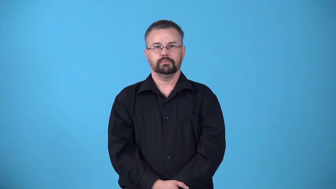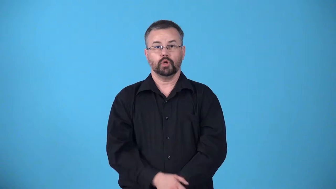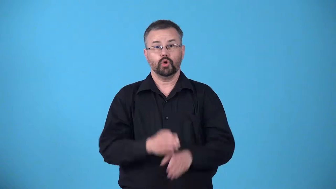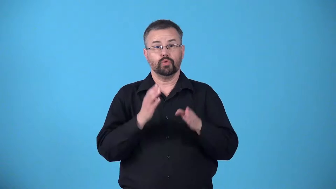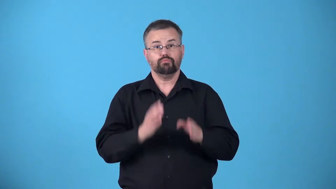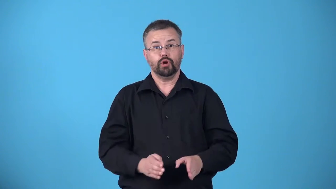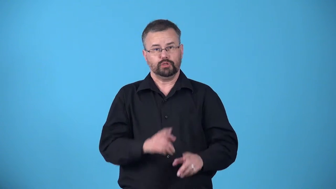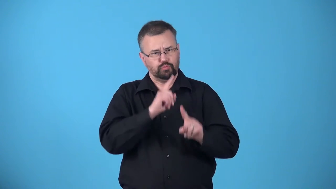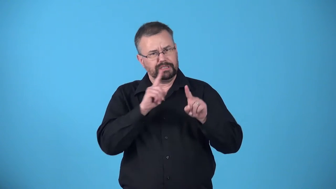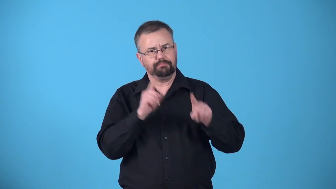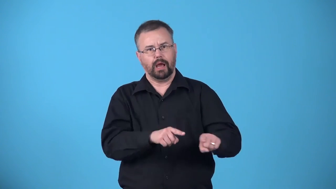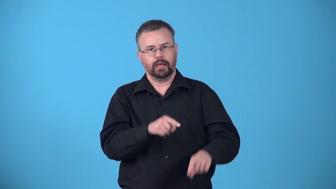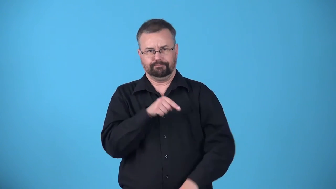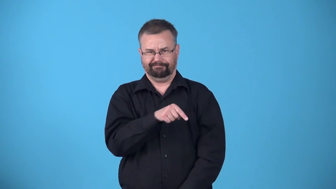answerer,responder,respondent